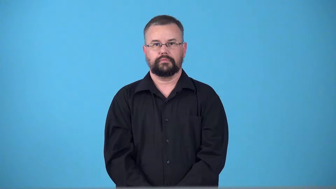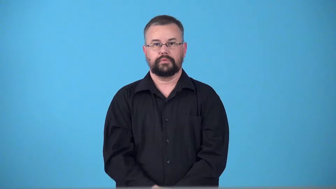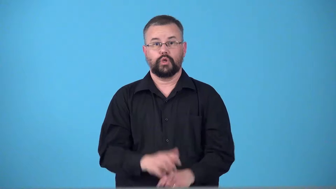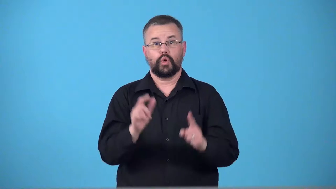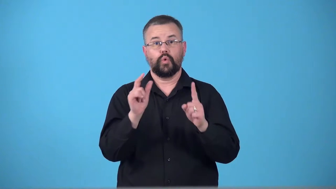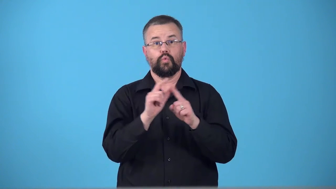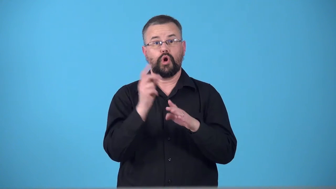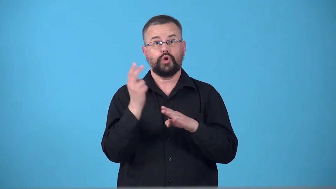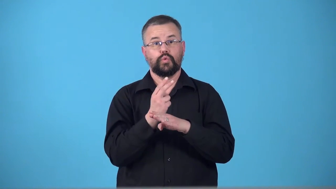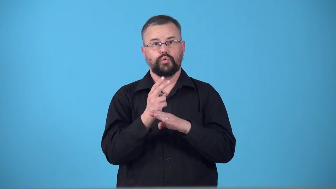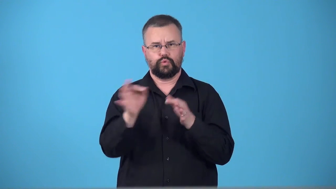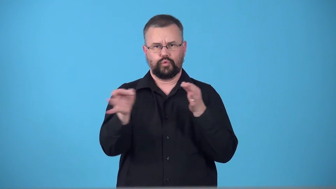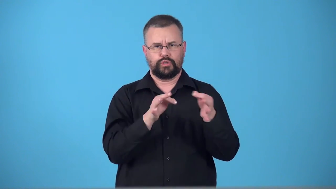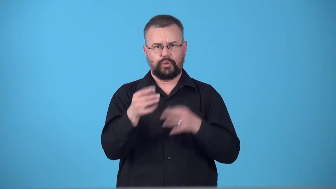term-how you explain something